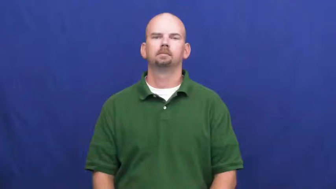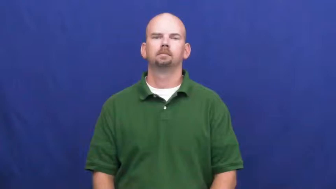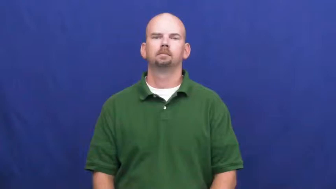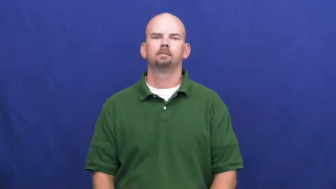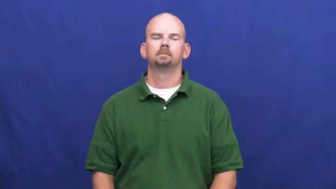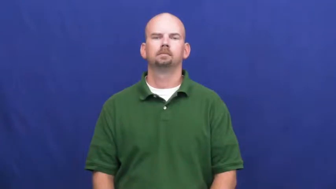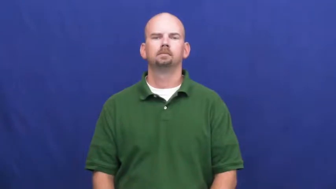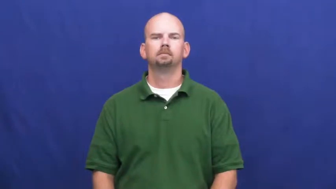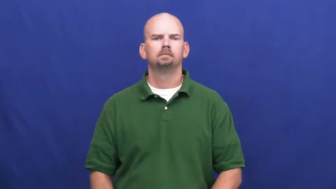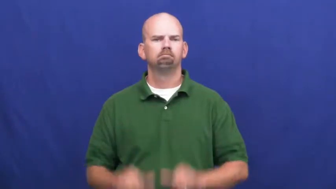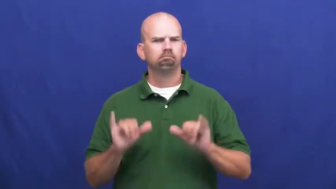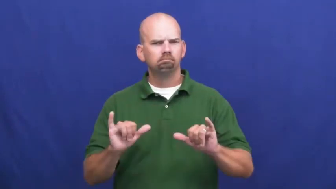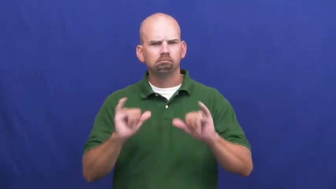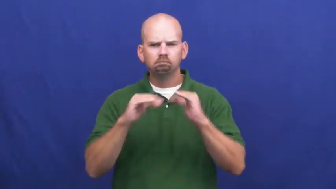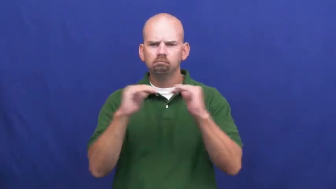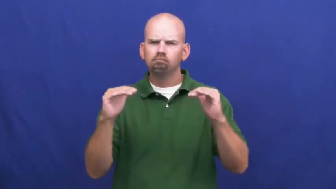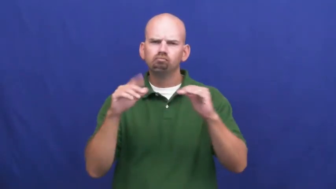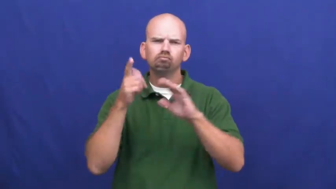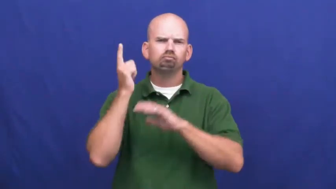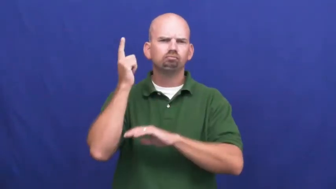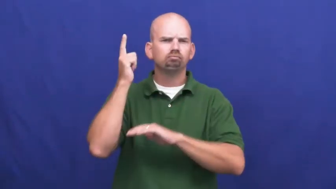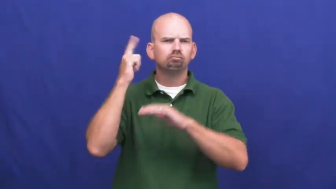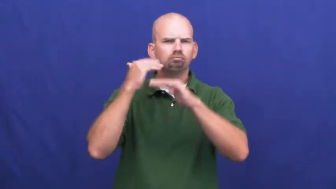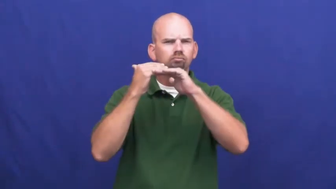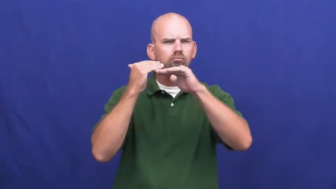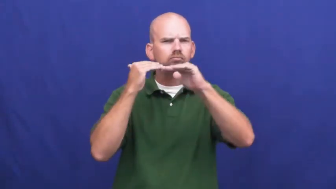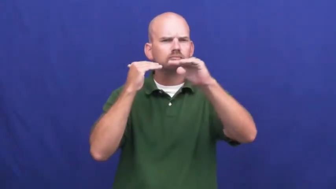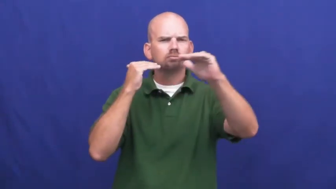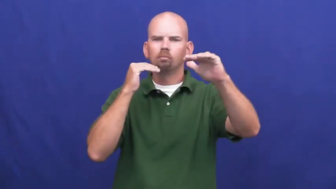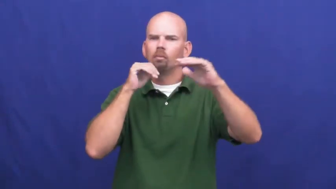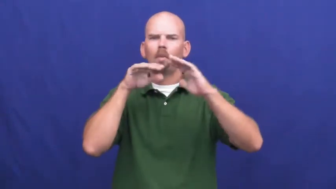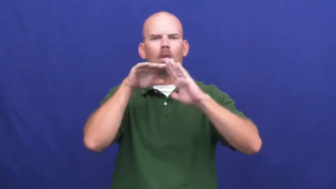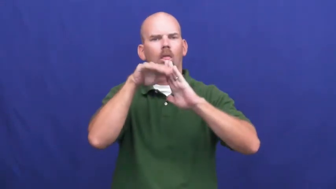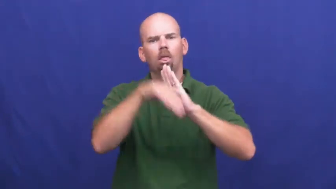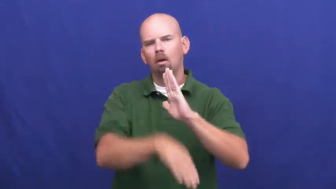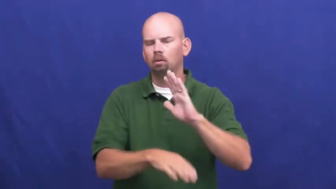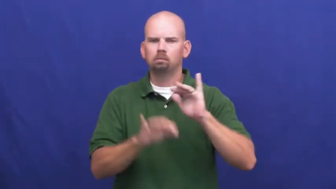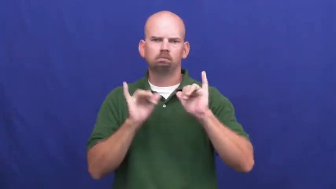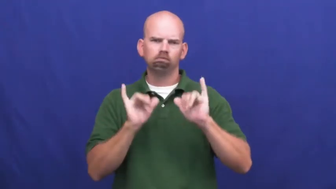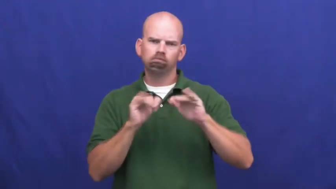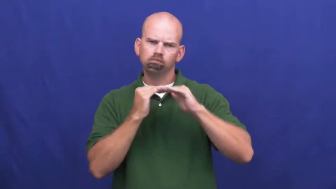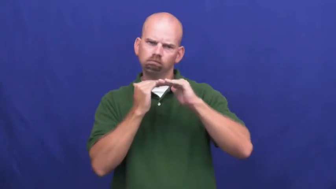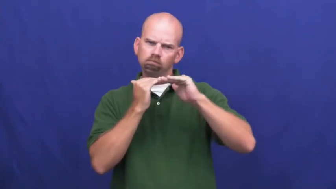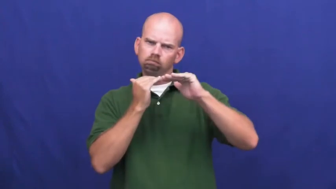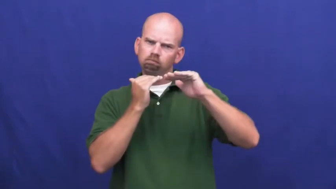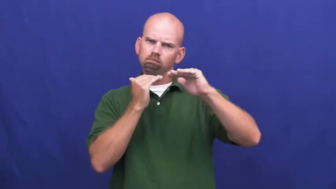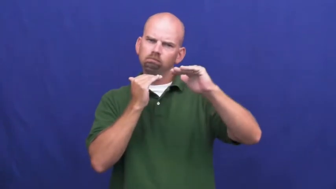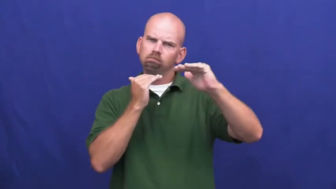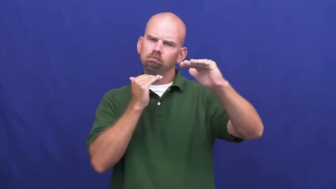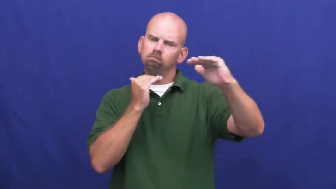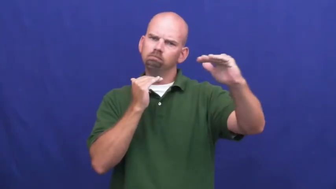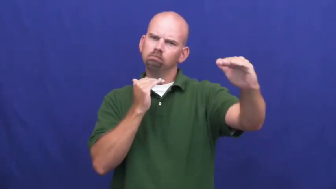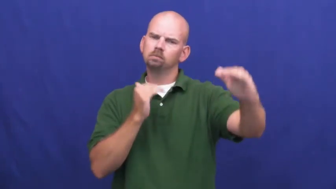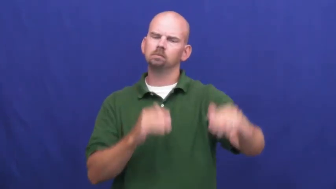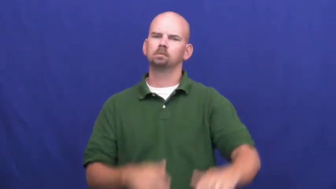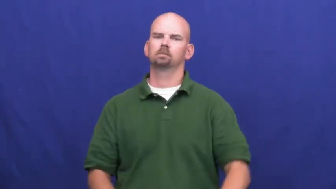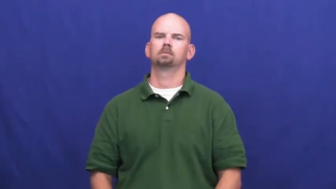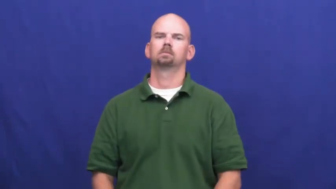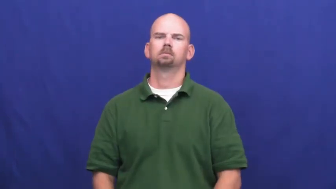undiminished